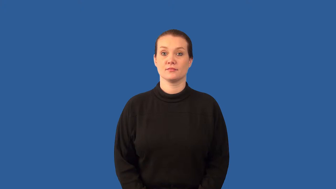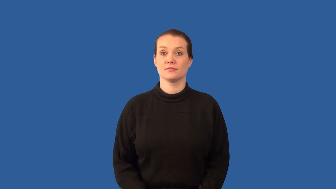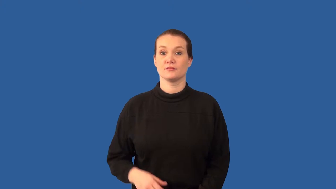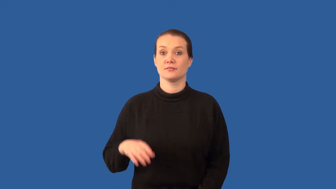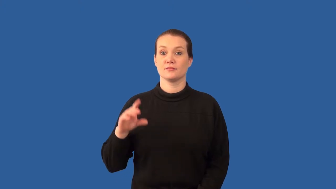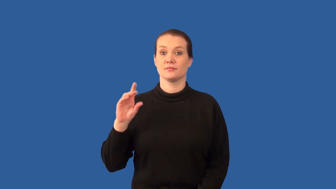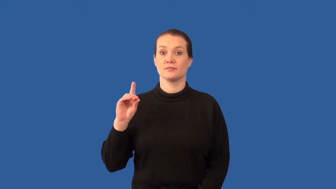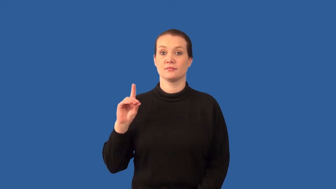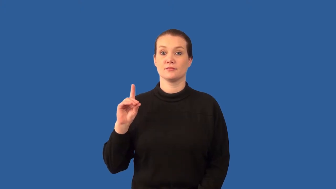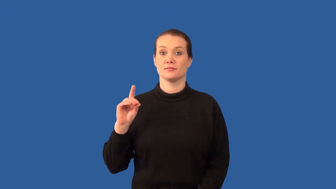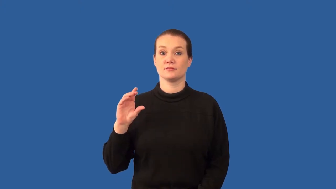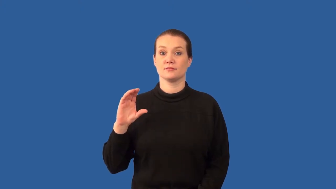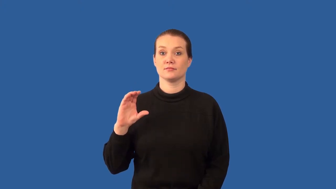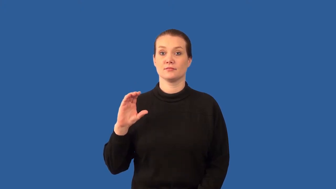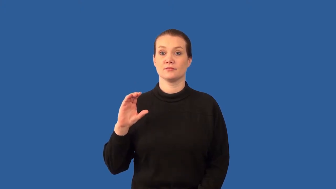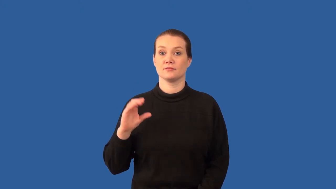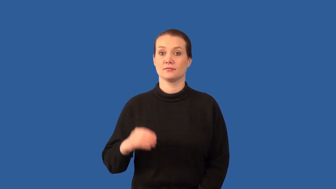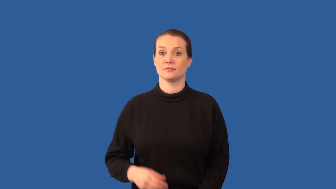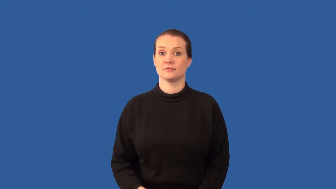direct current-dc